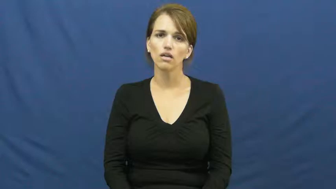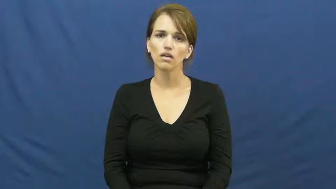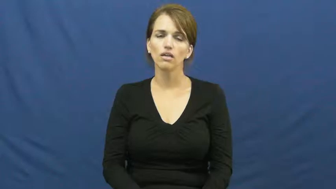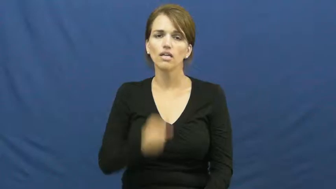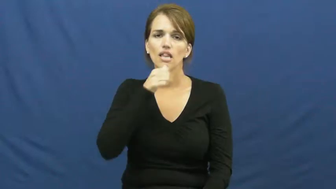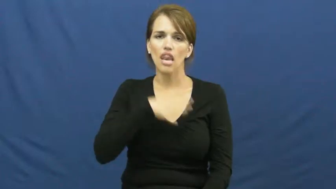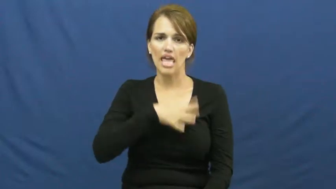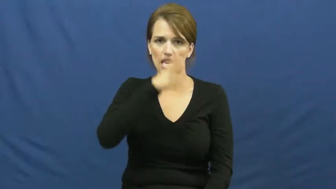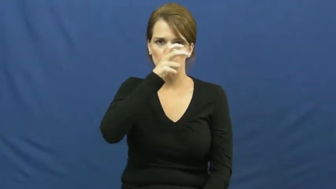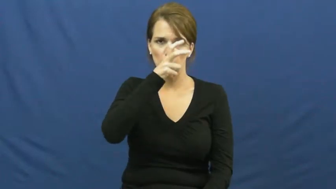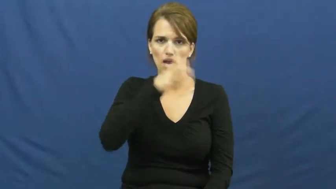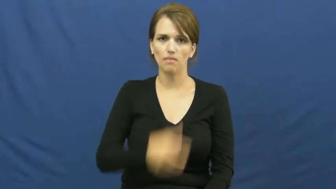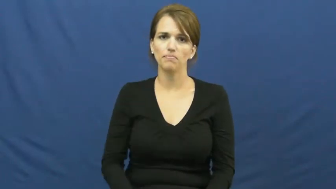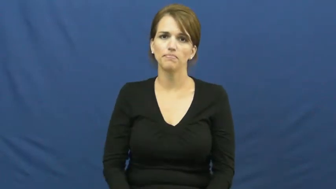ladybug